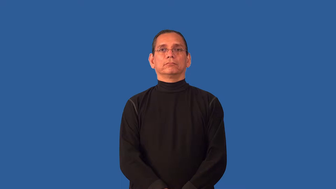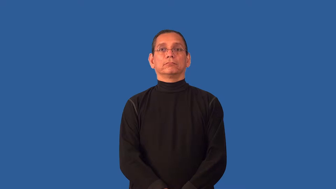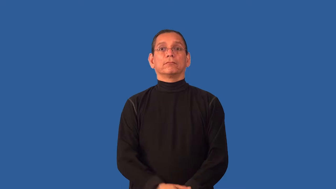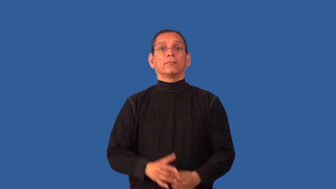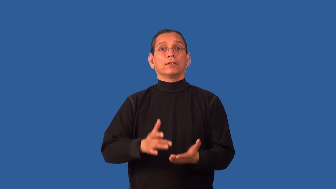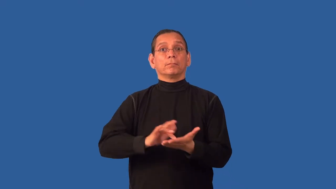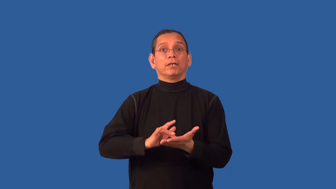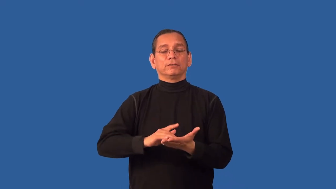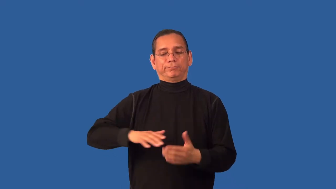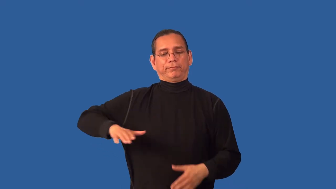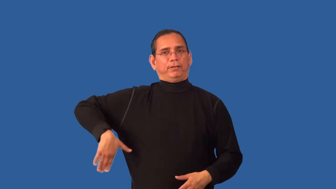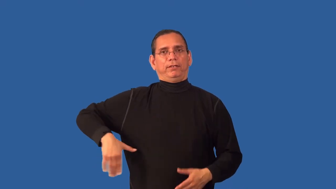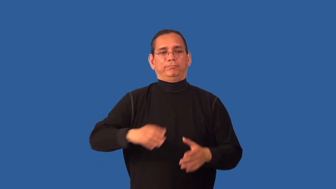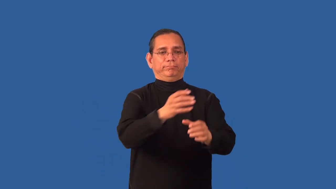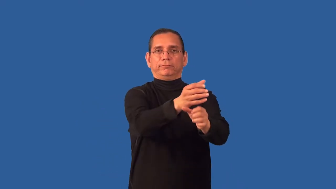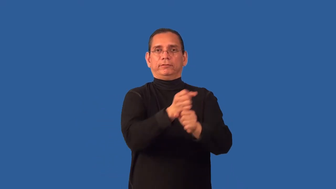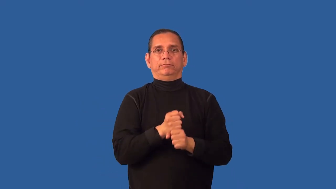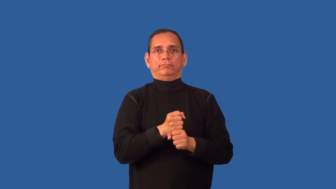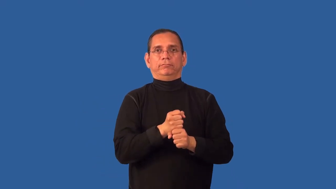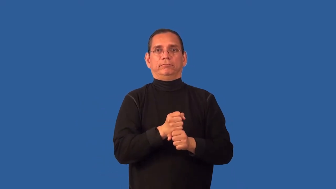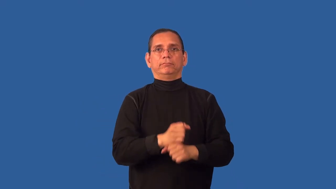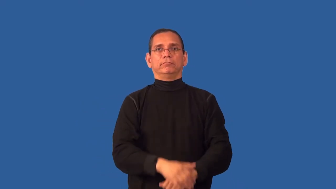unfilled-prescription